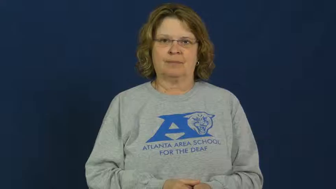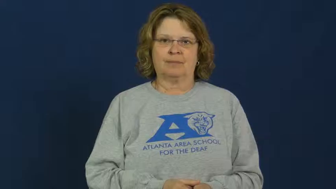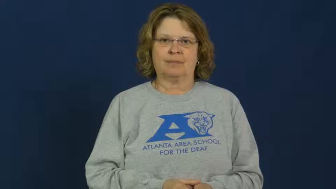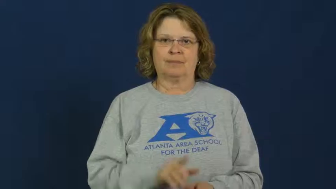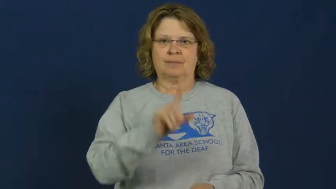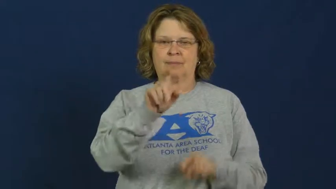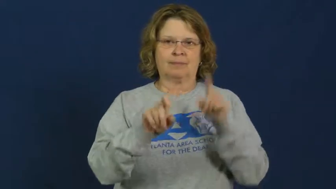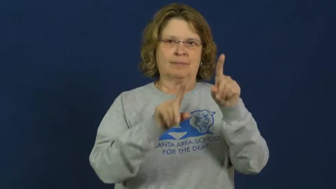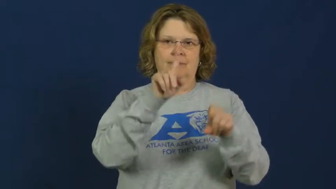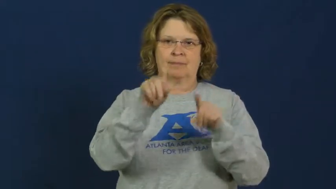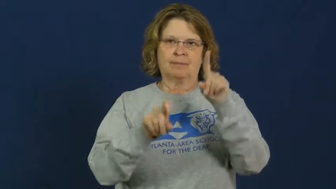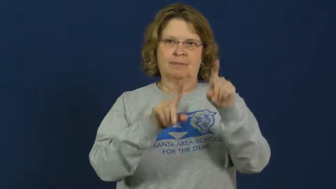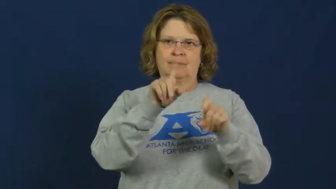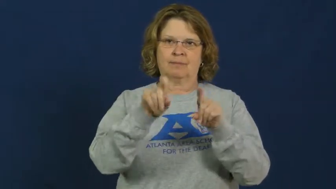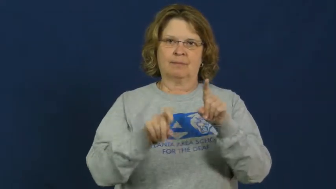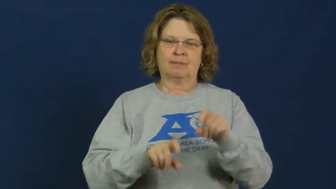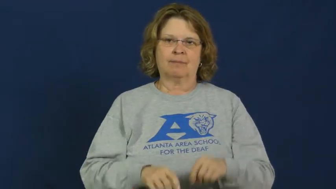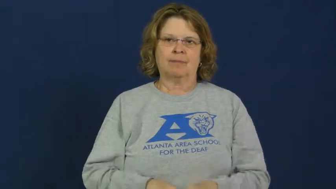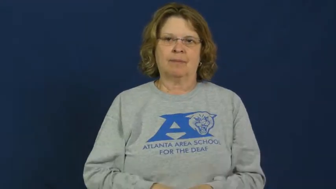query